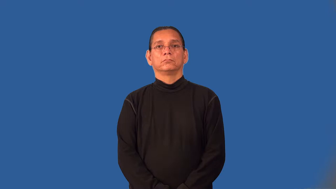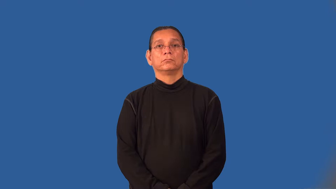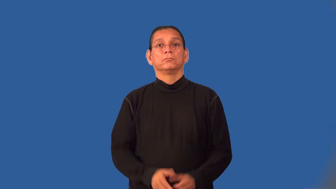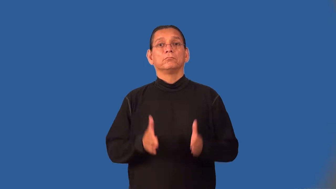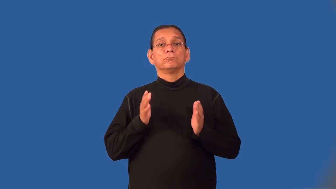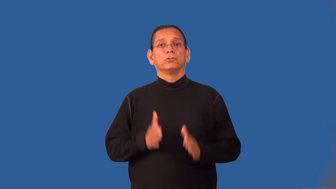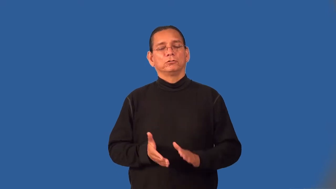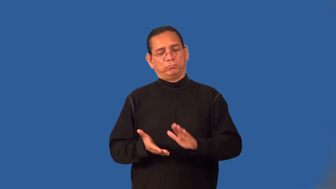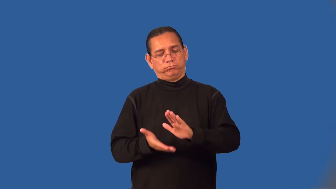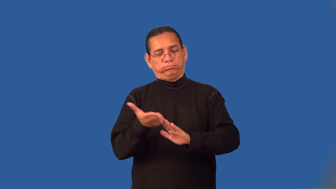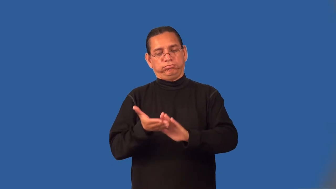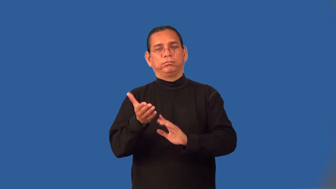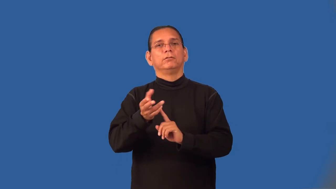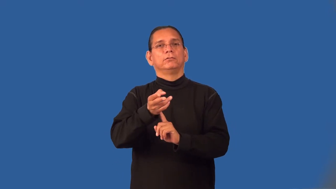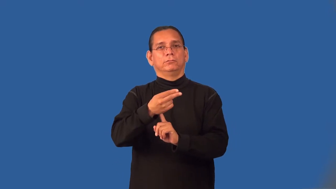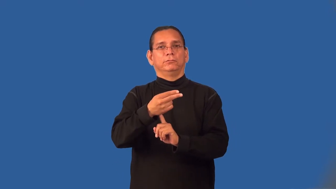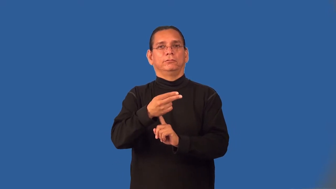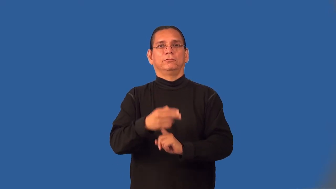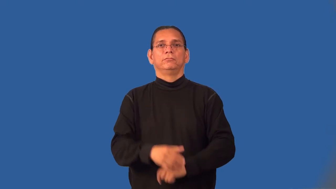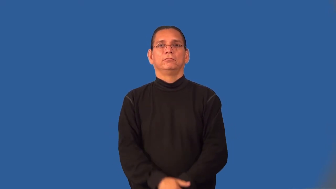innkeeper